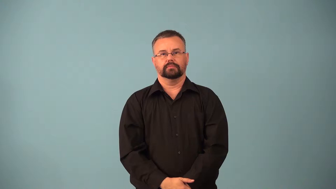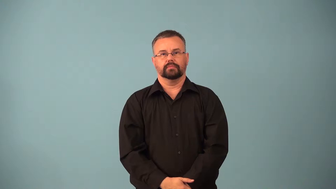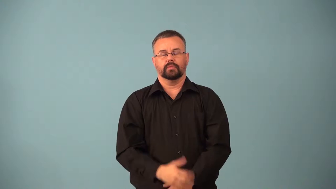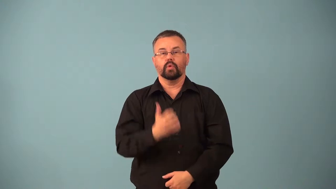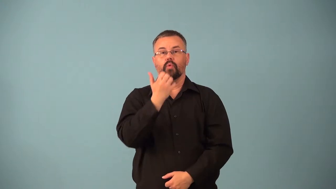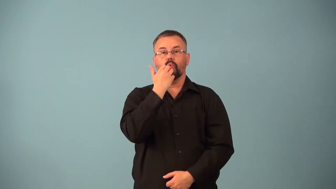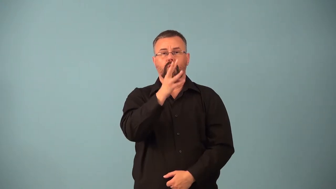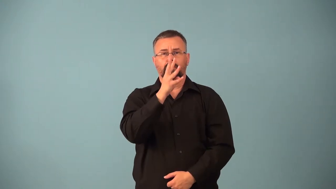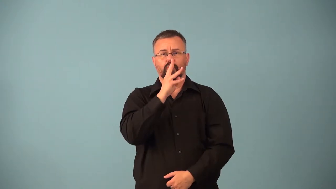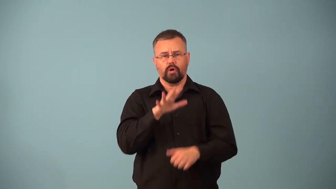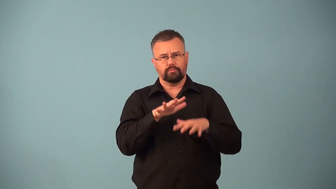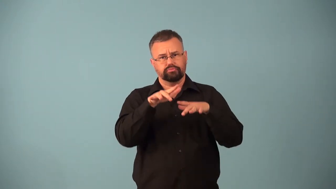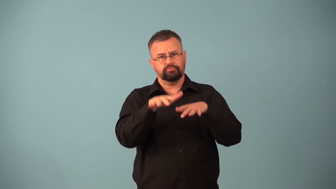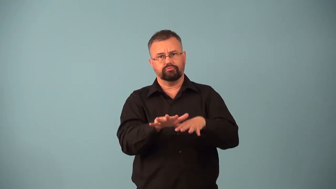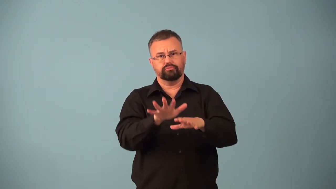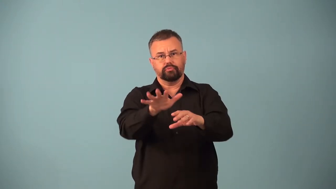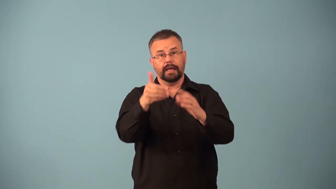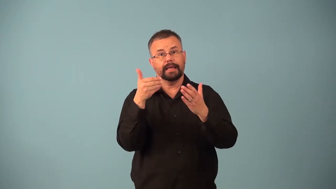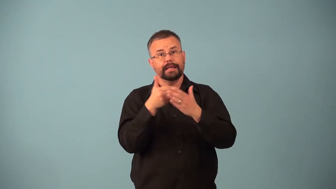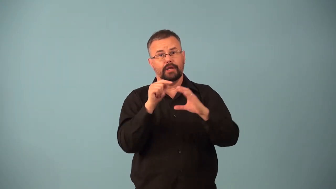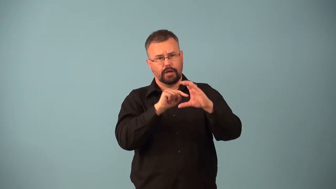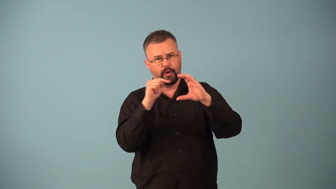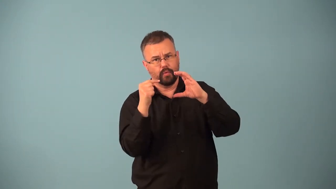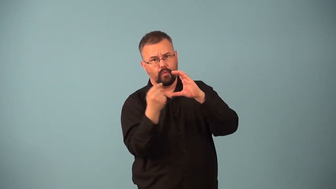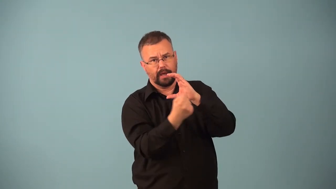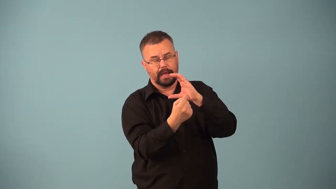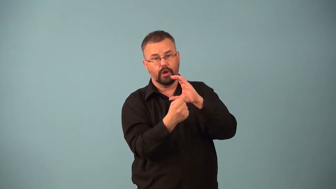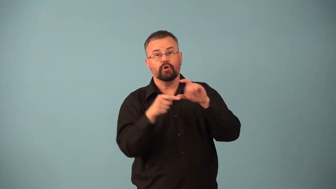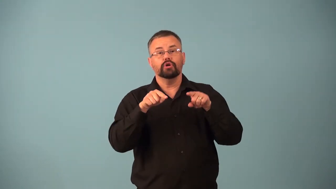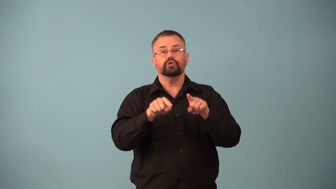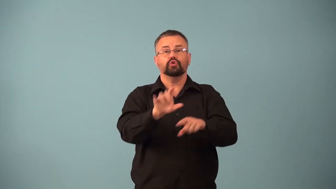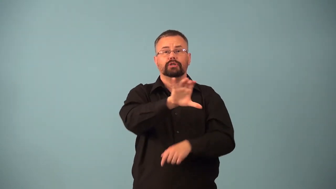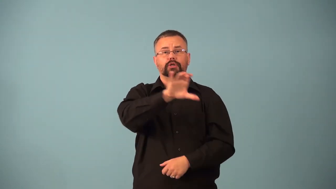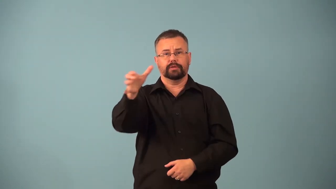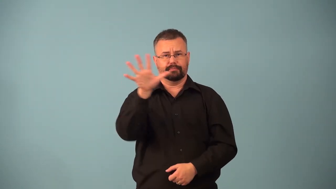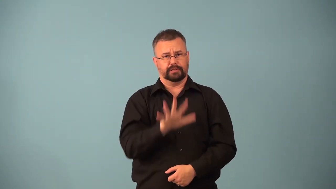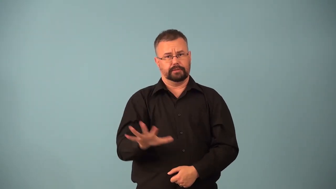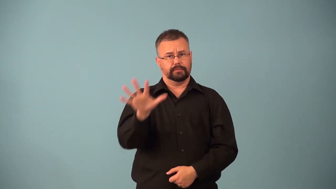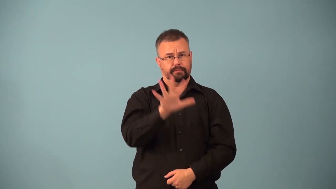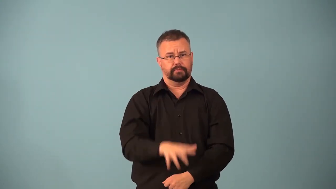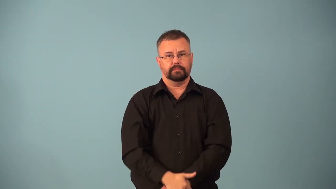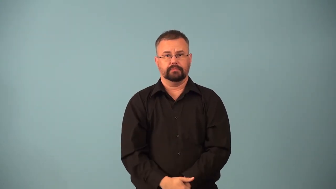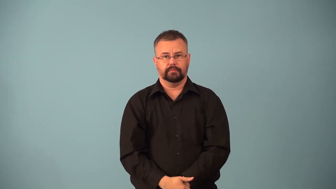El Nino